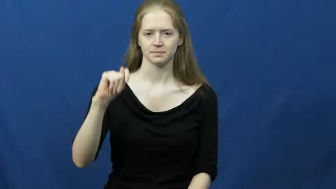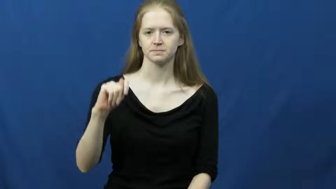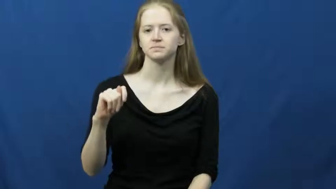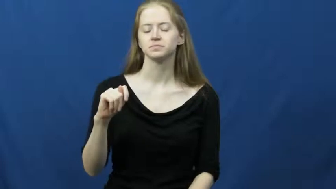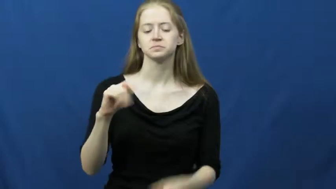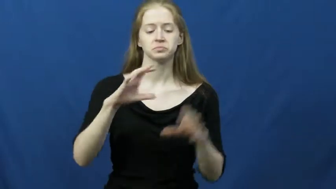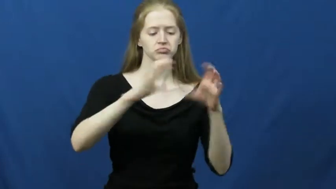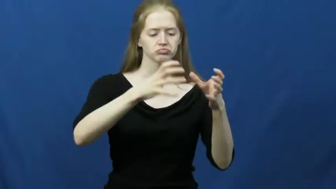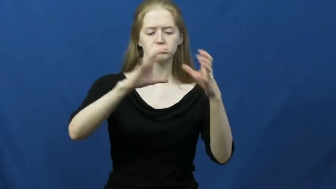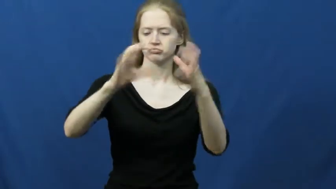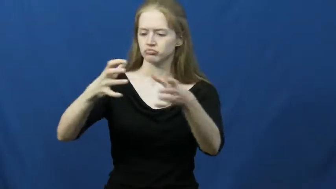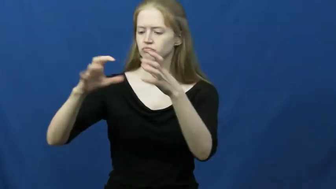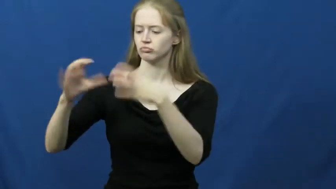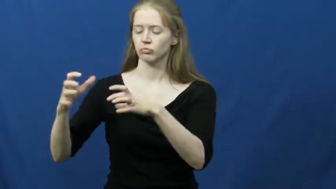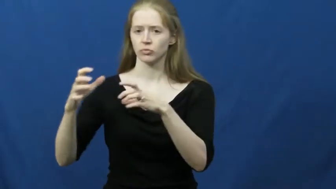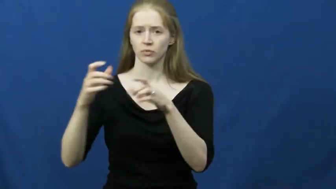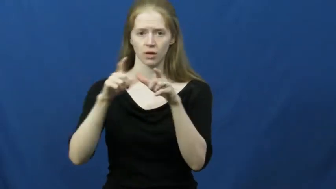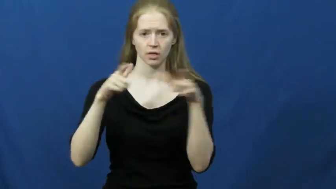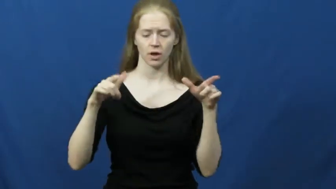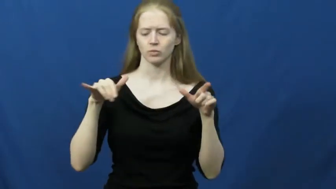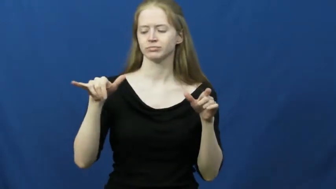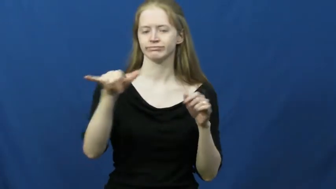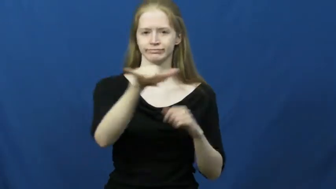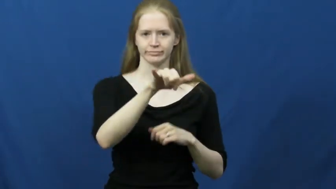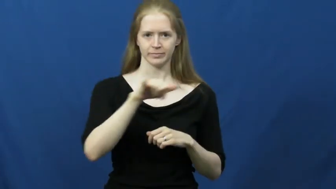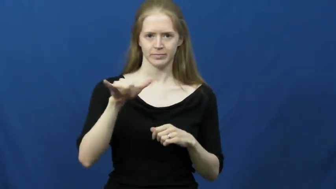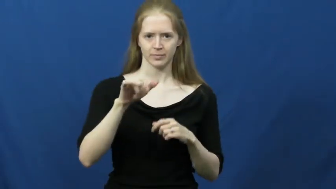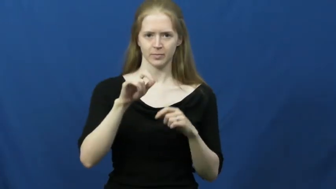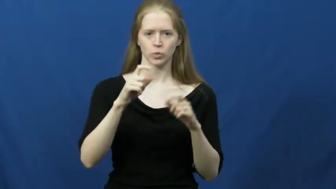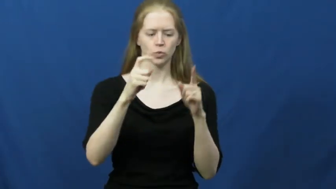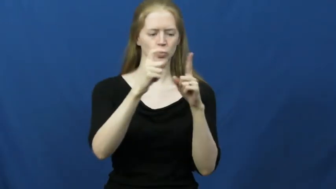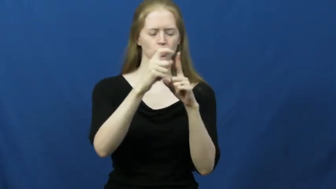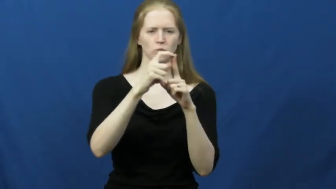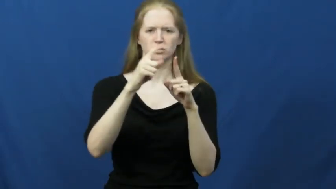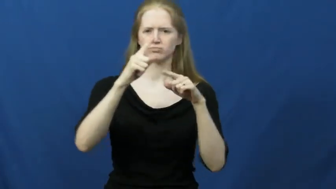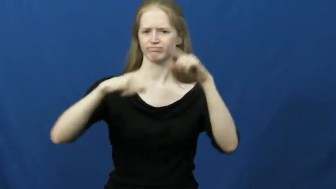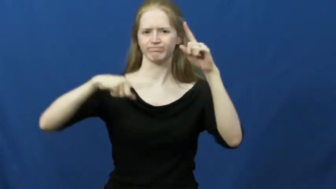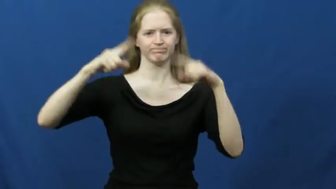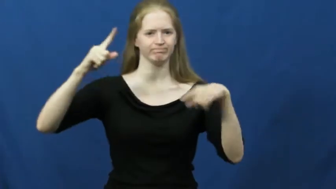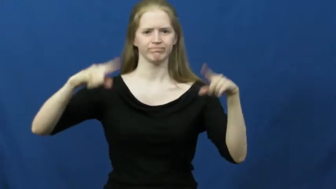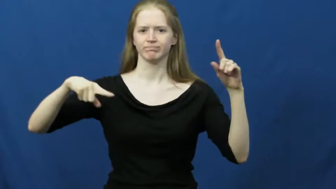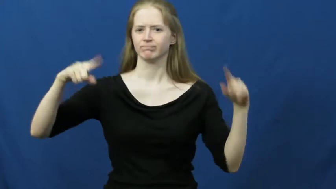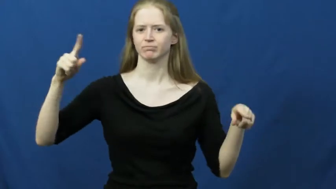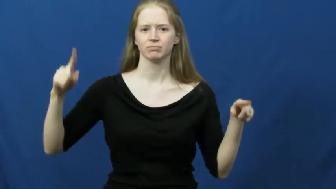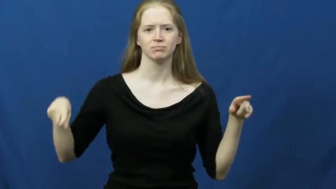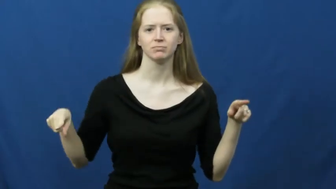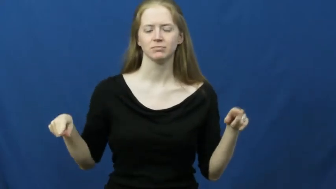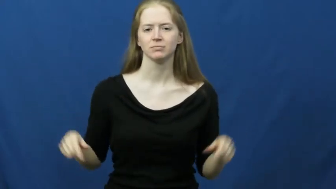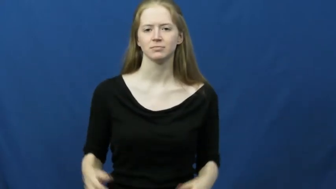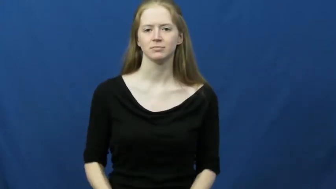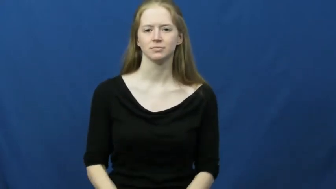dialect,argot,patois